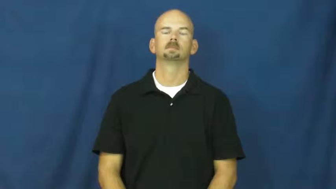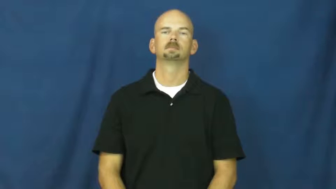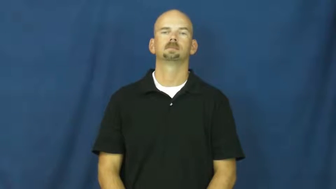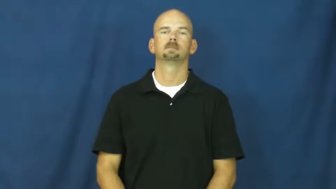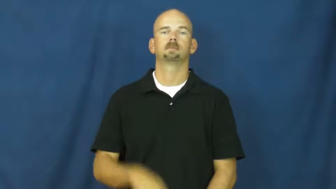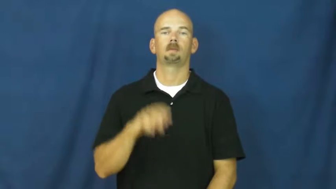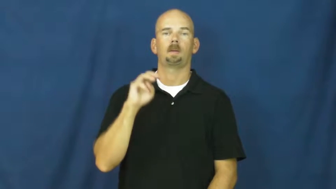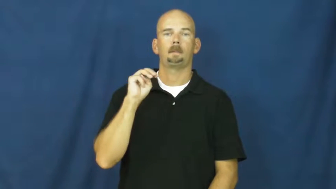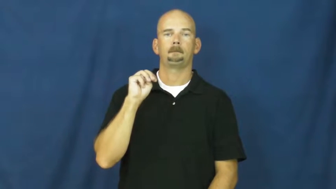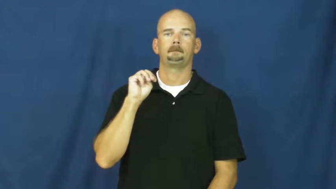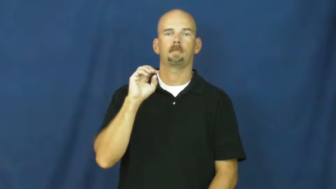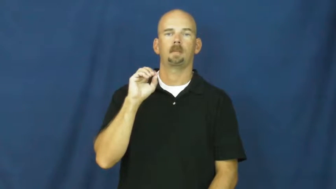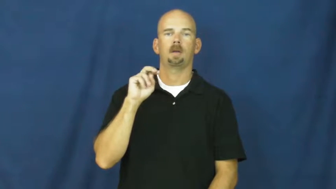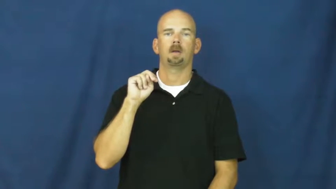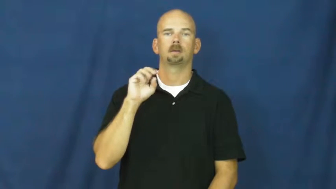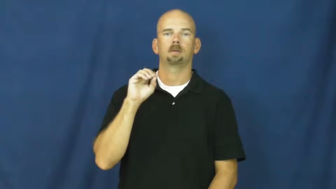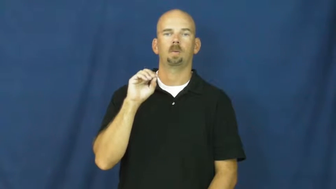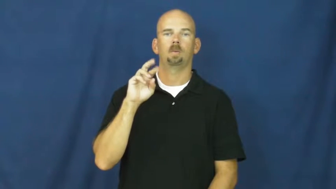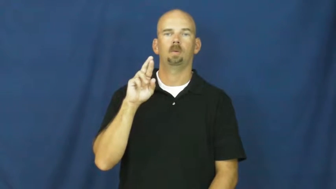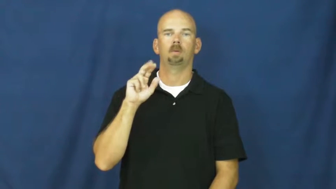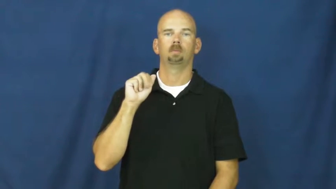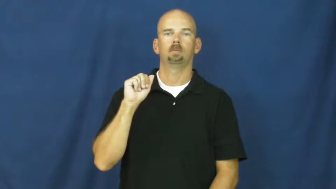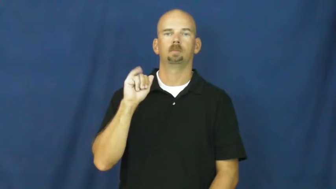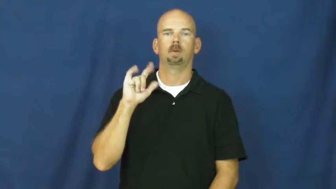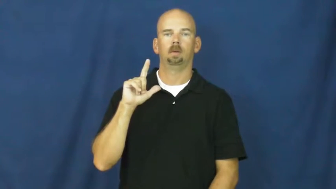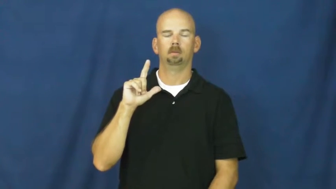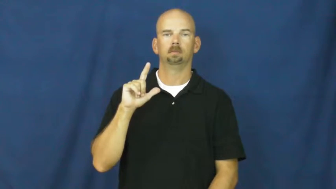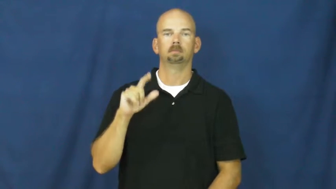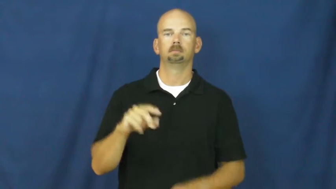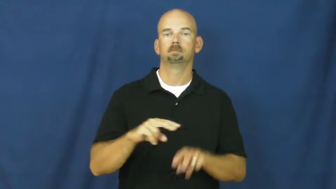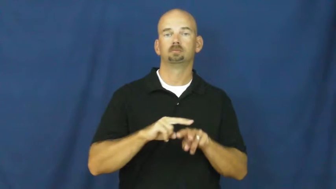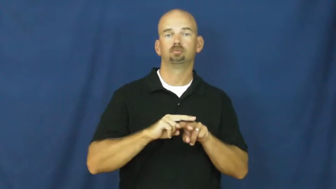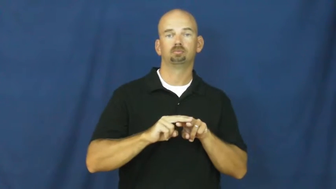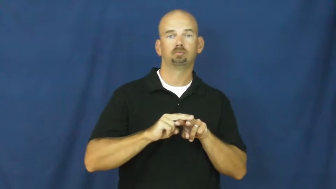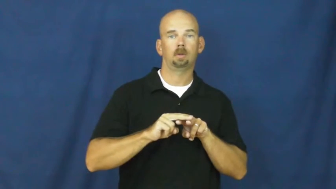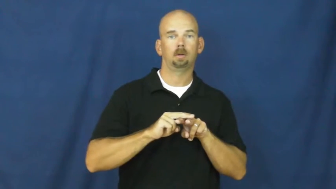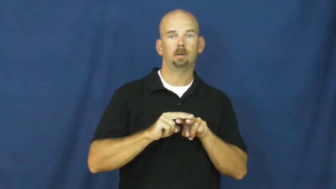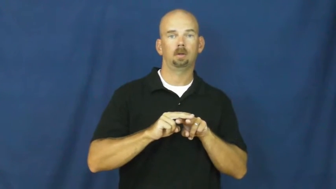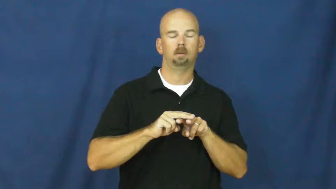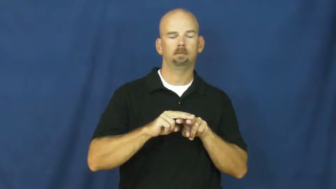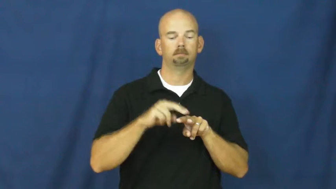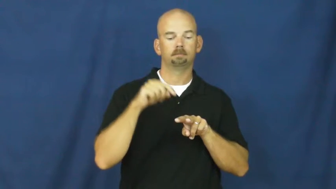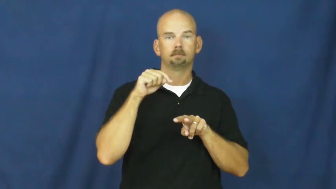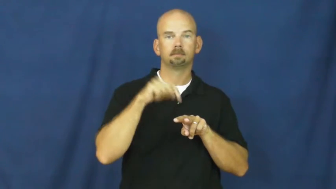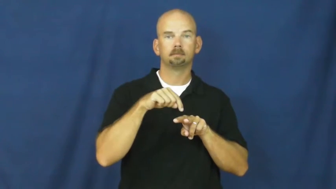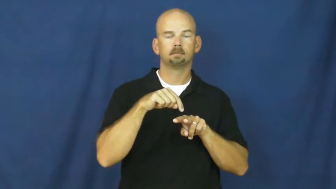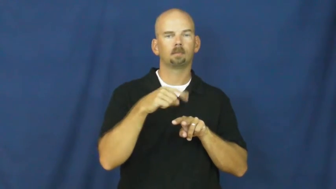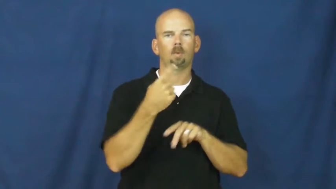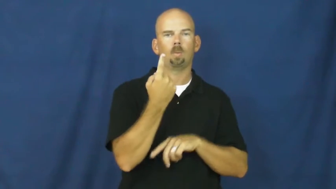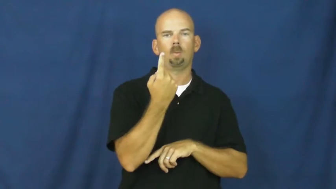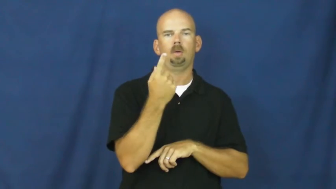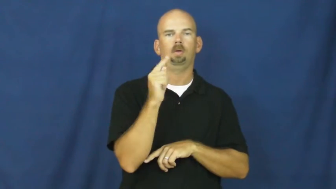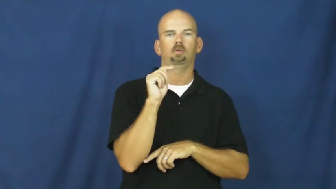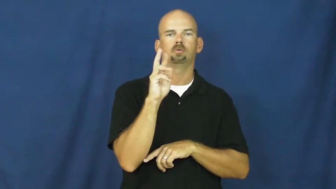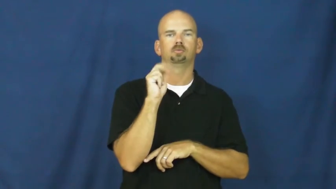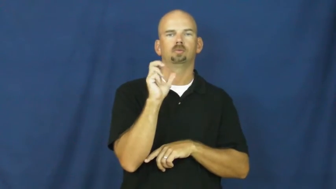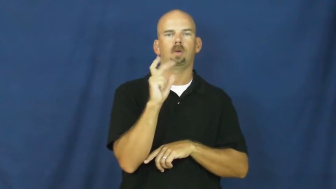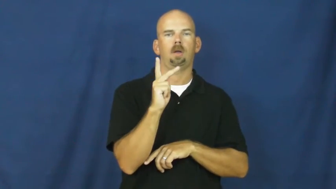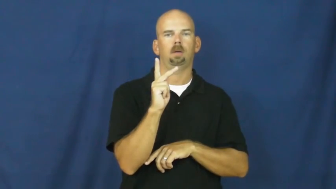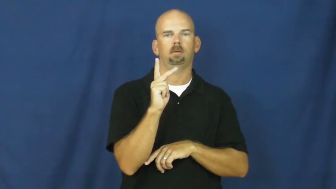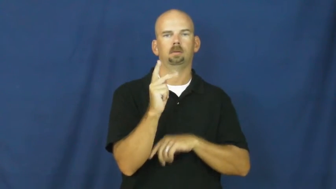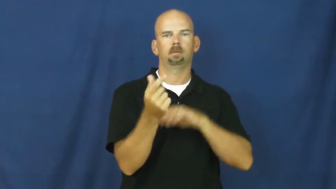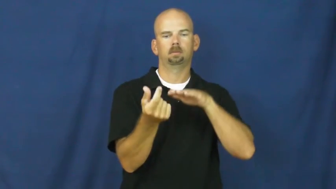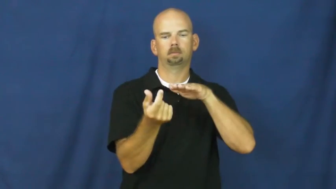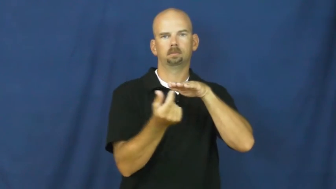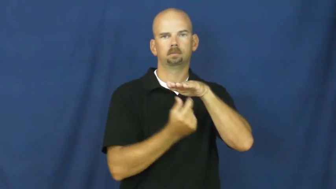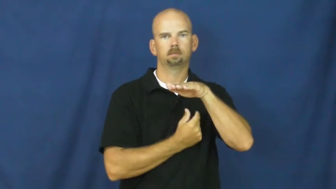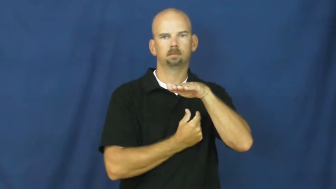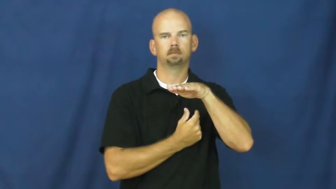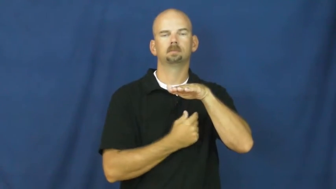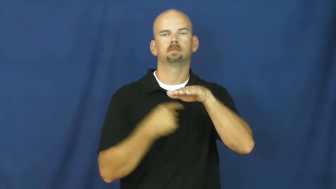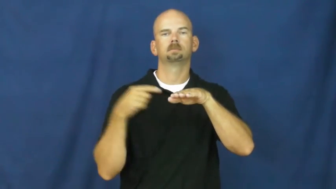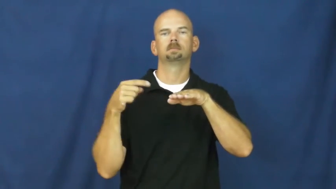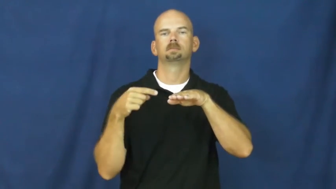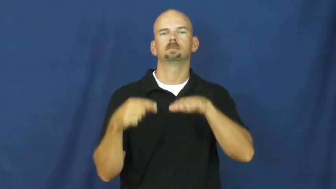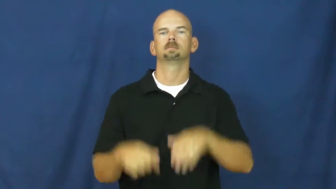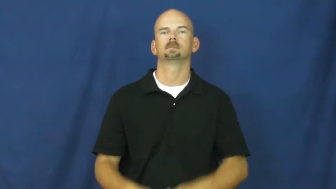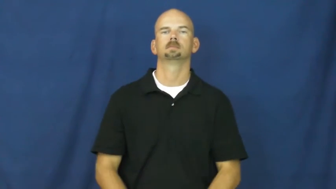monorail